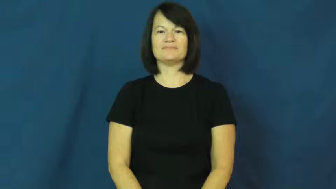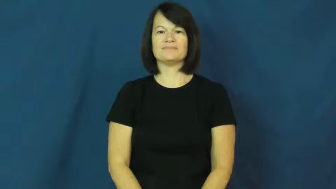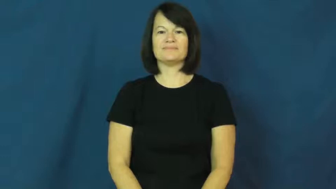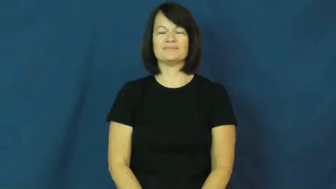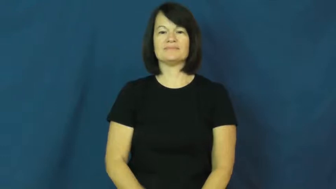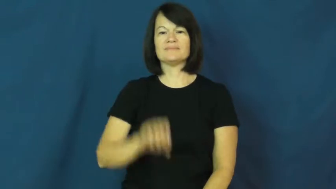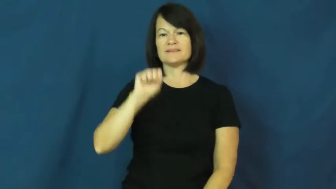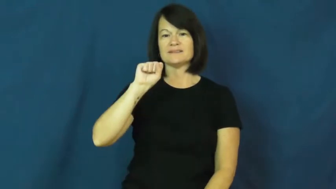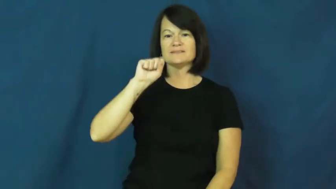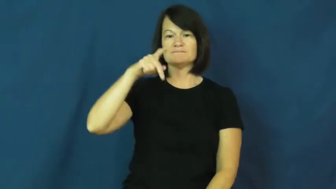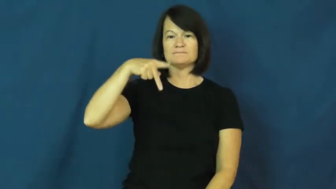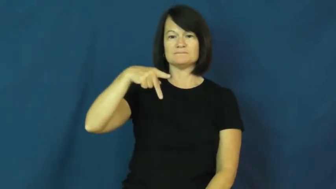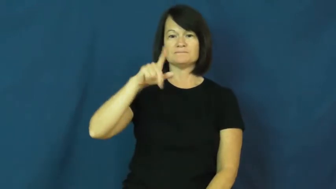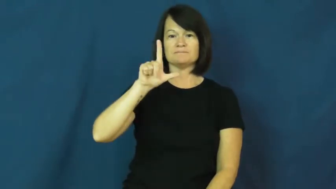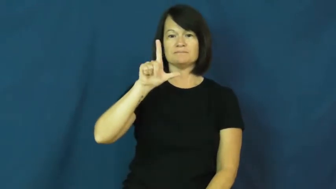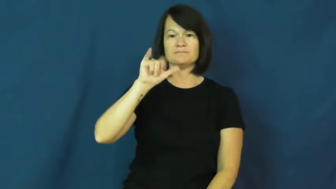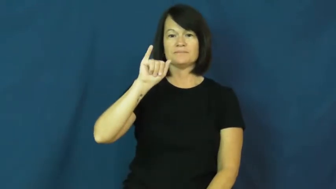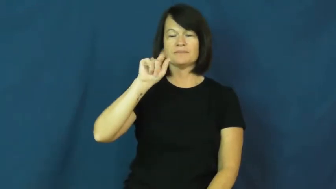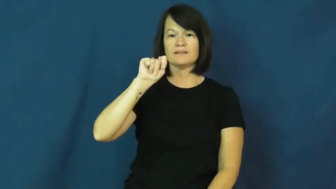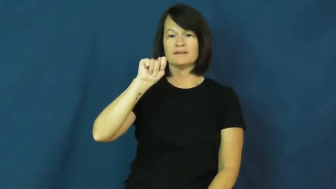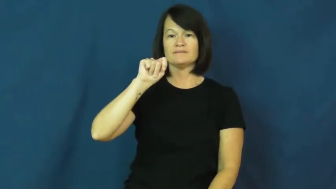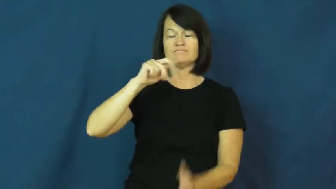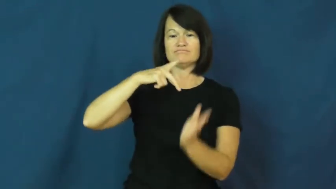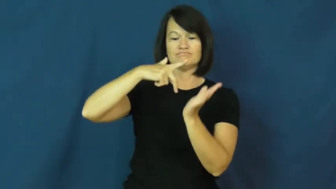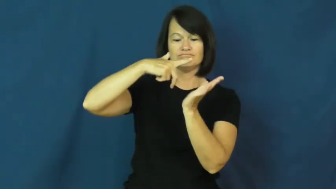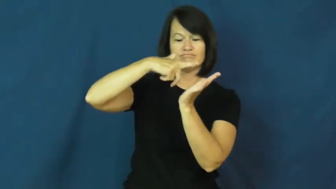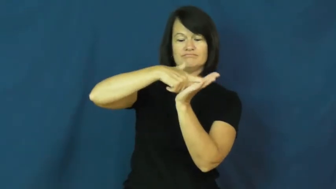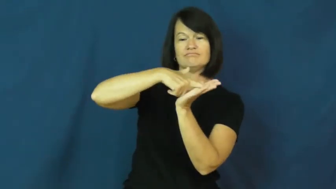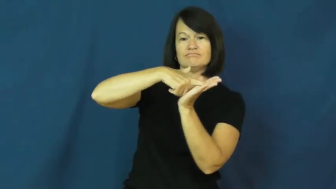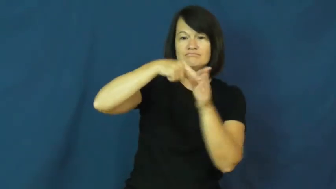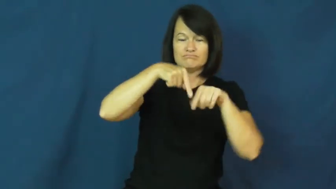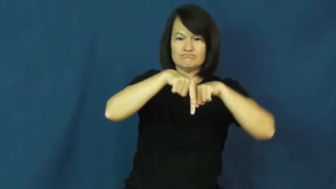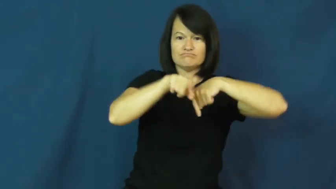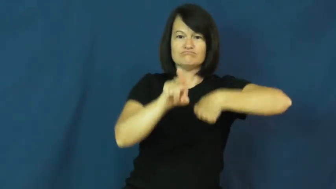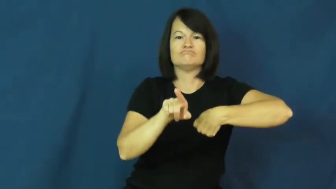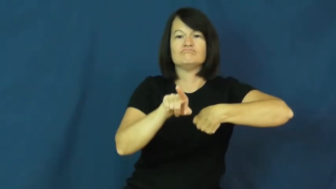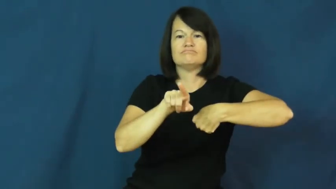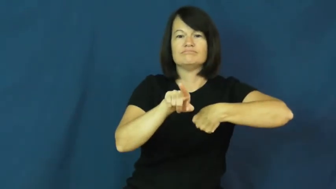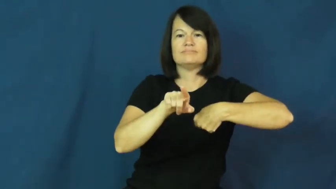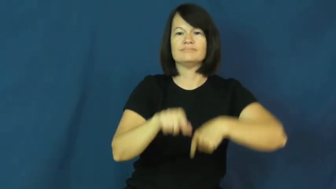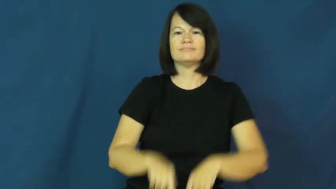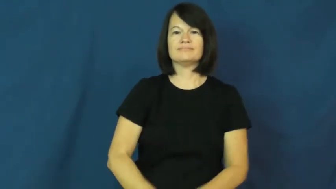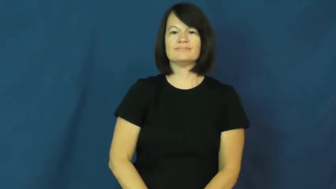split-legs